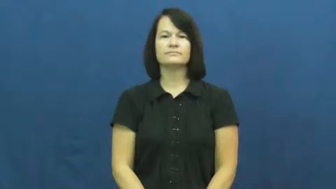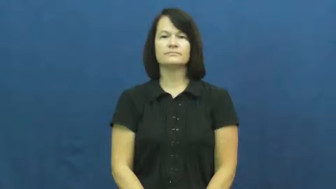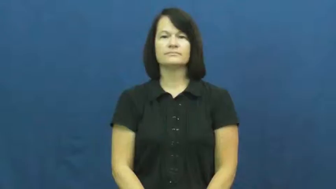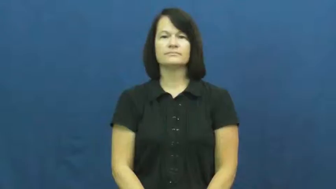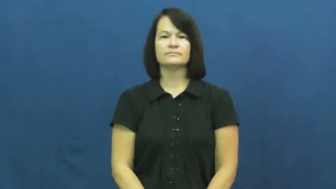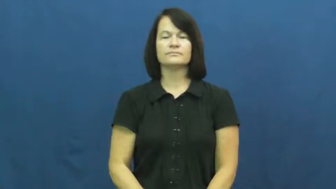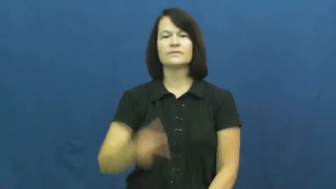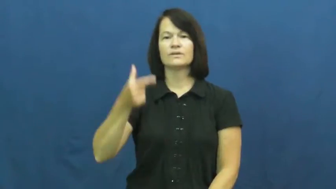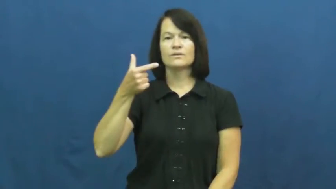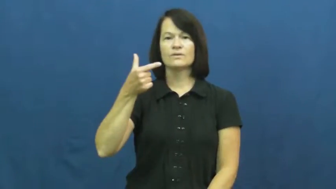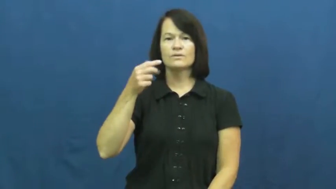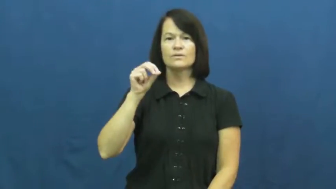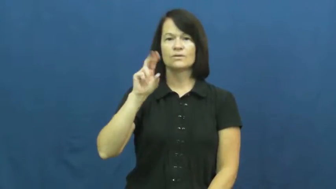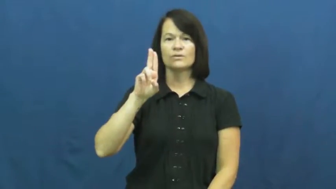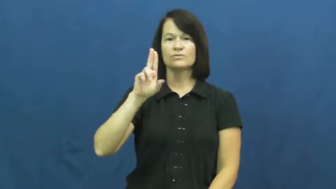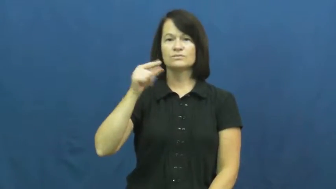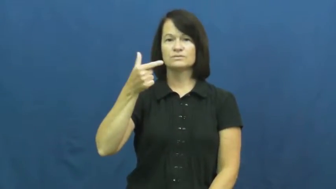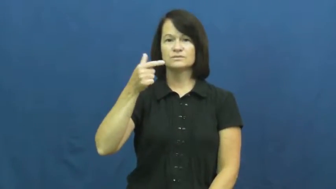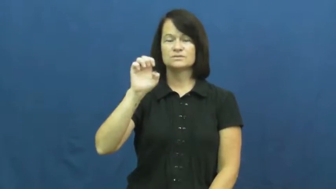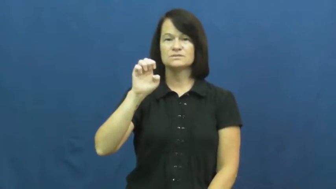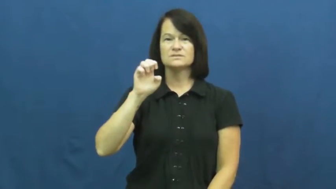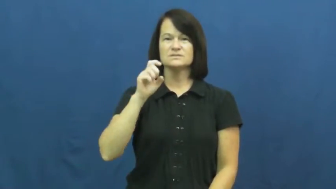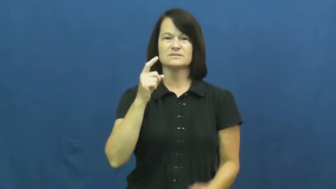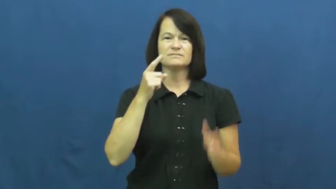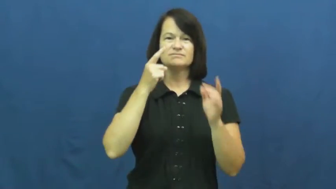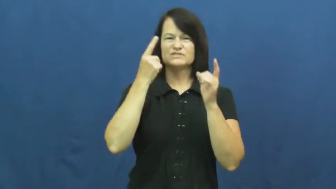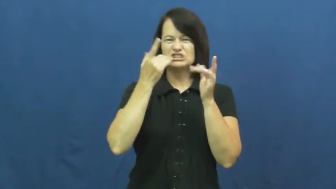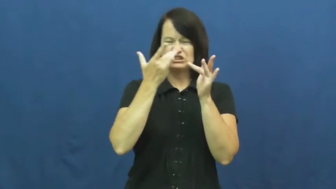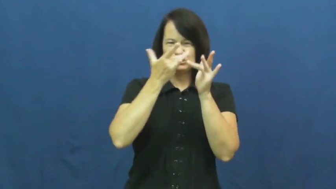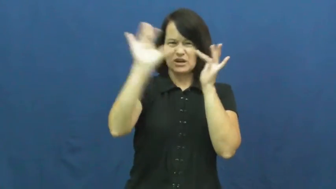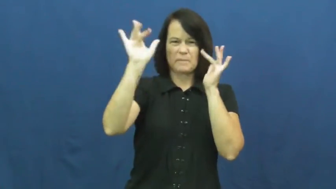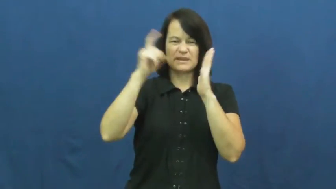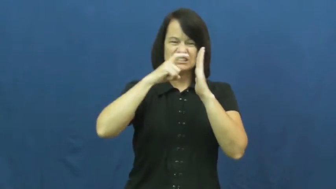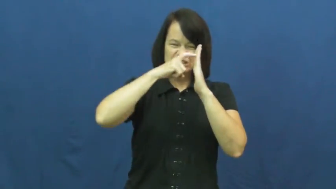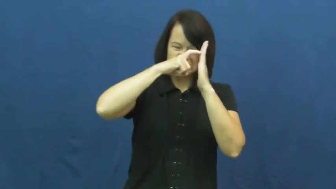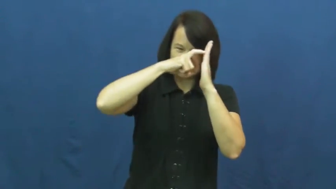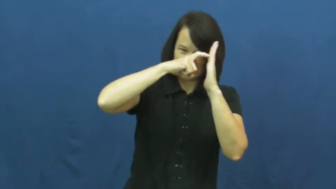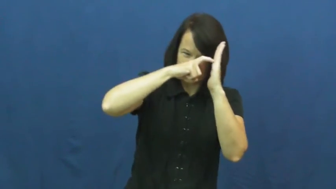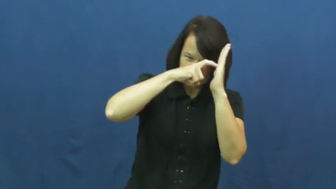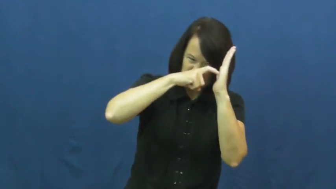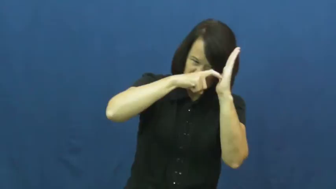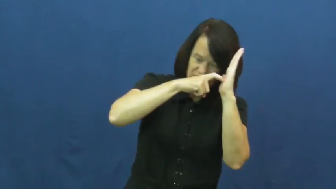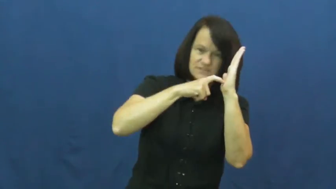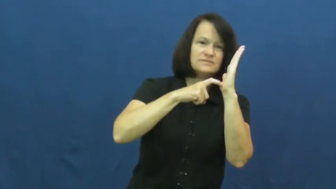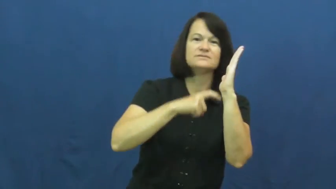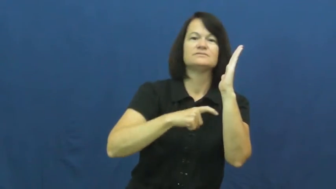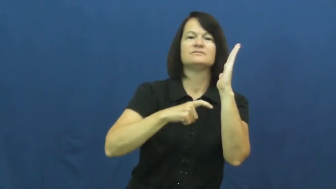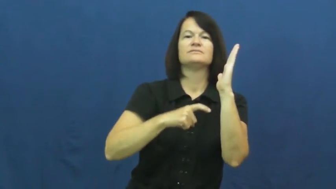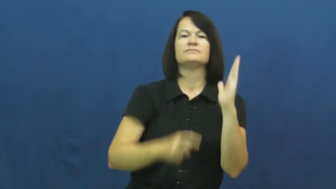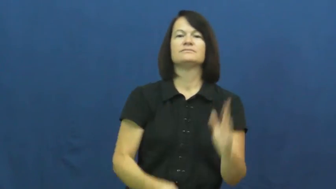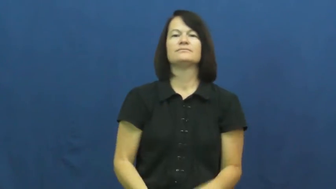gouge-dig